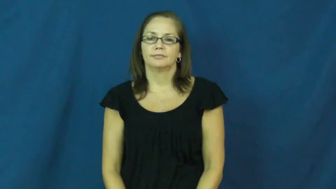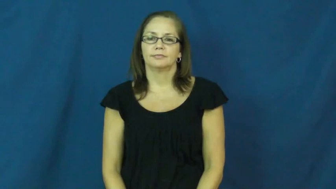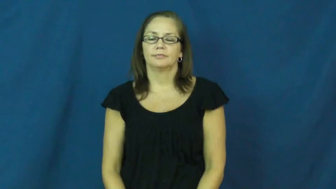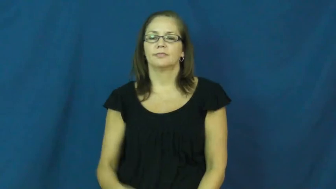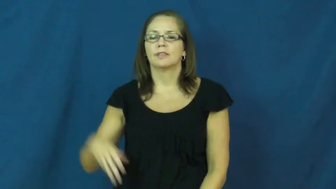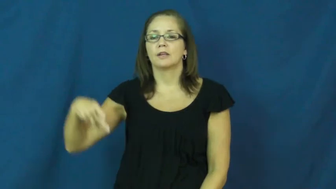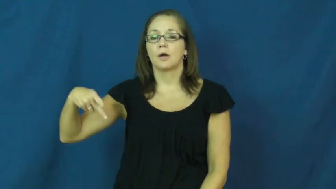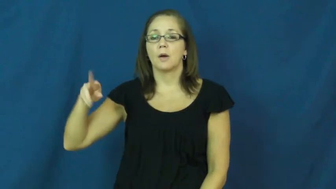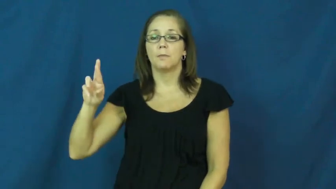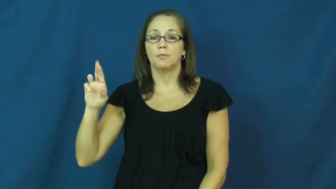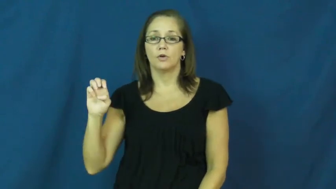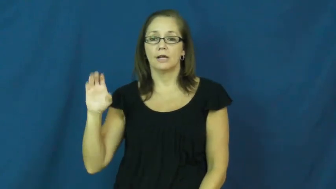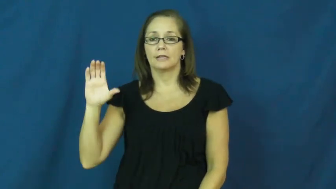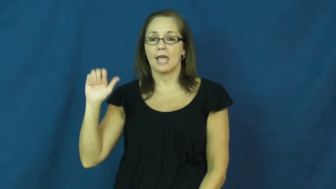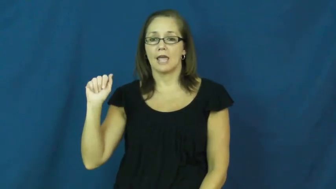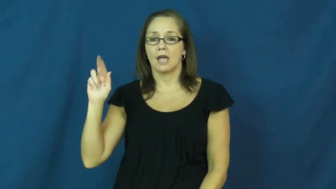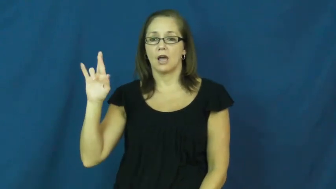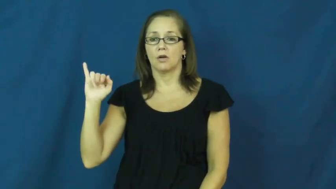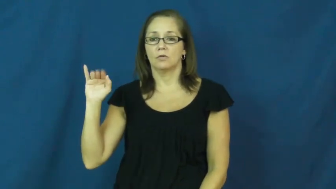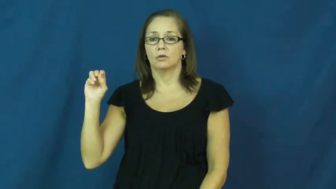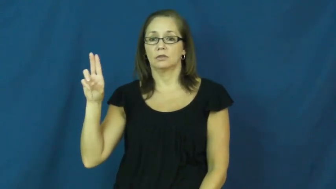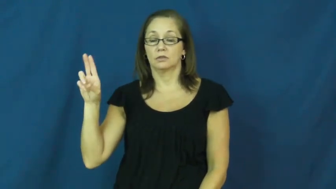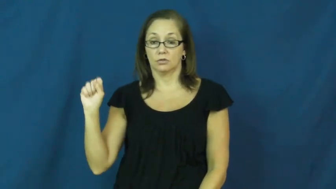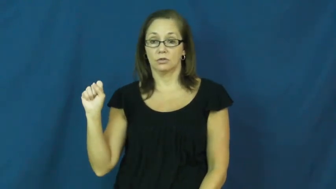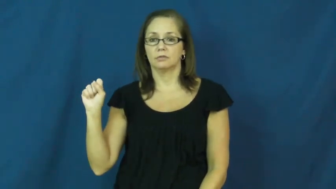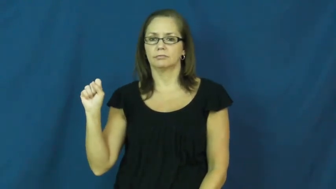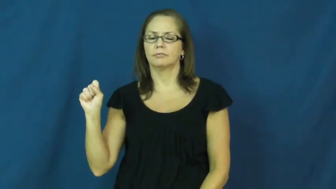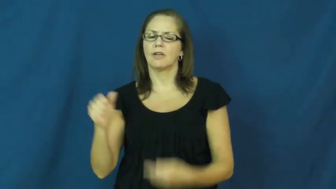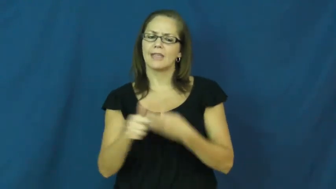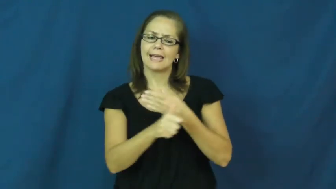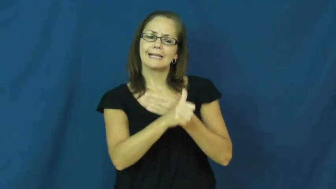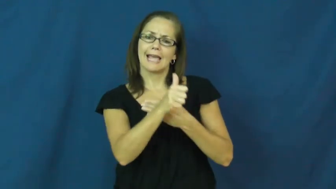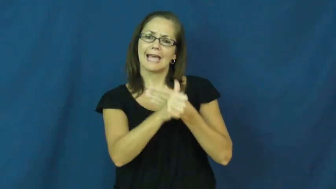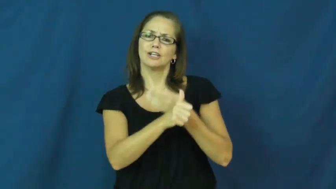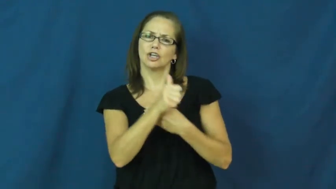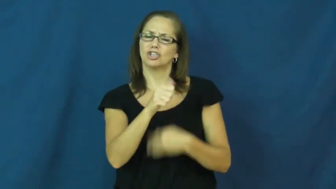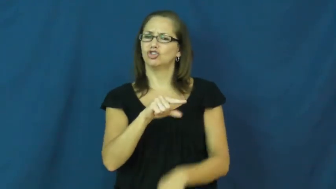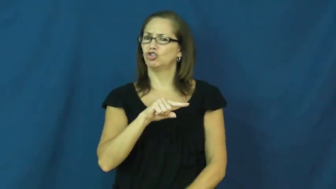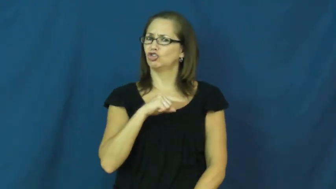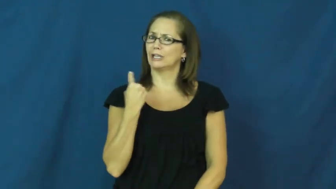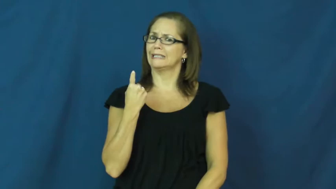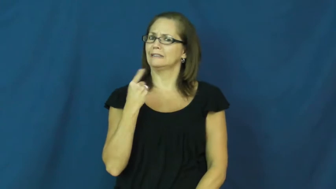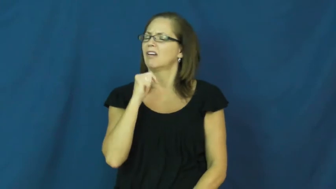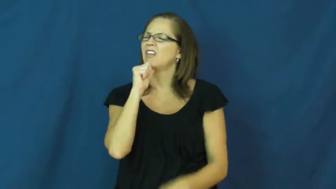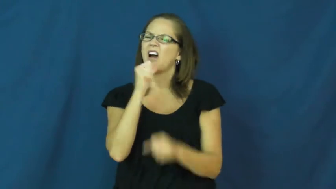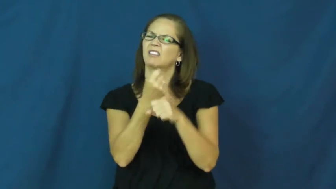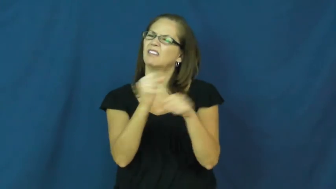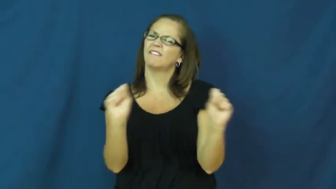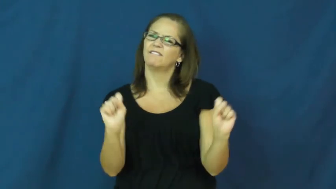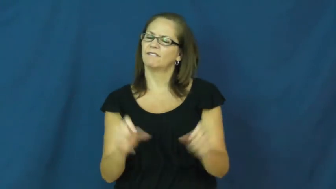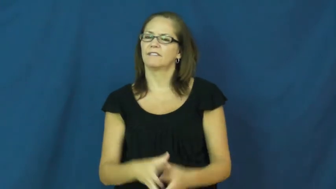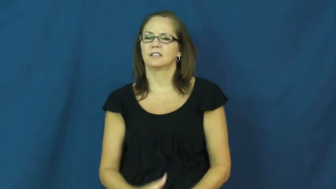precarious